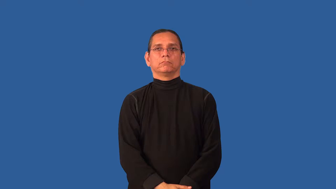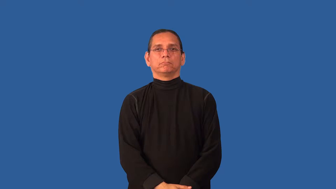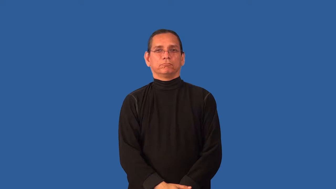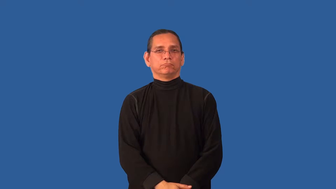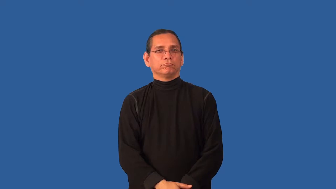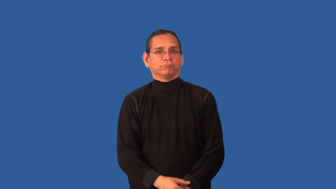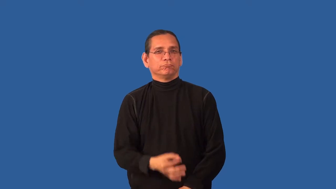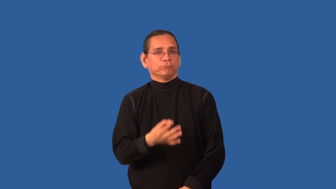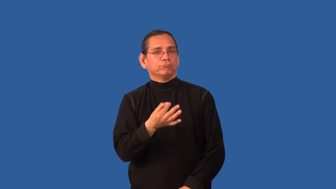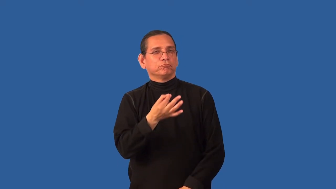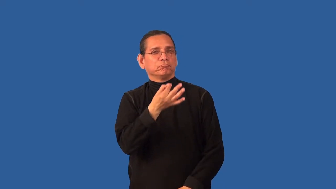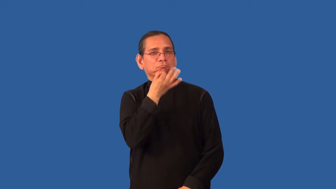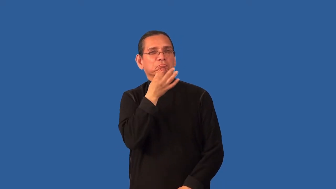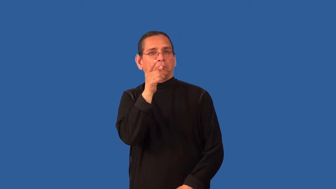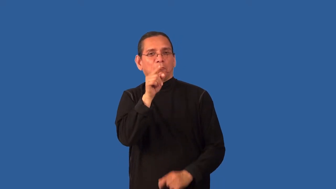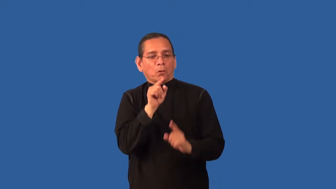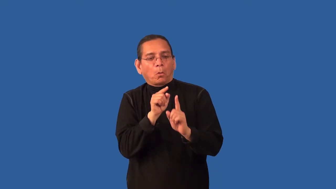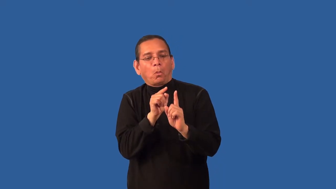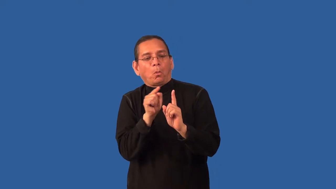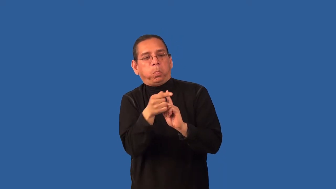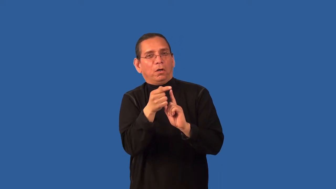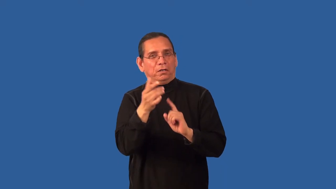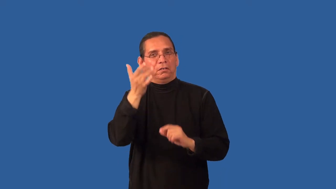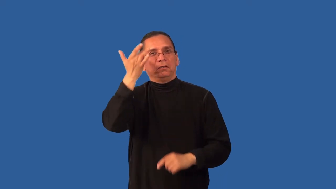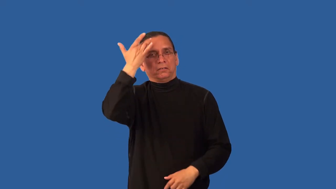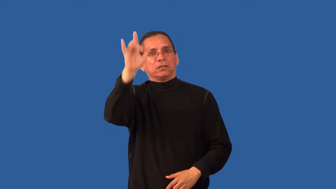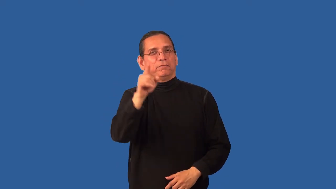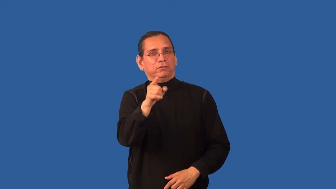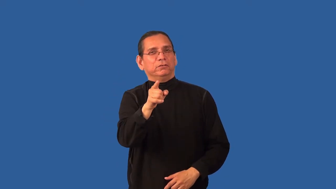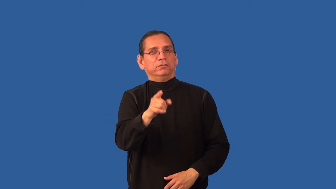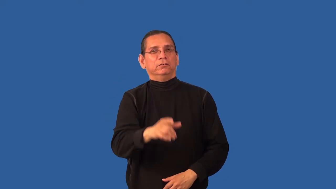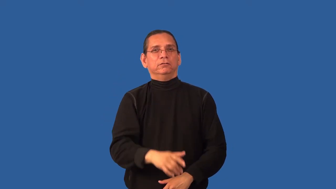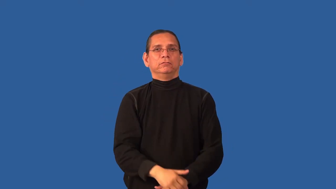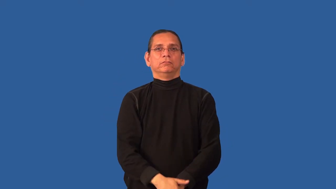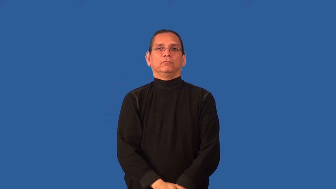circumvent